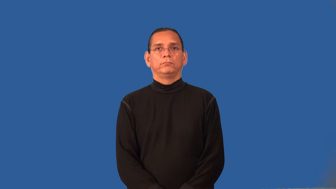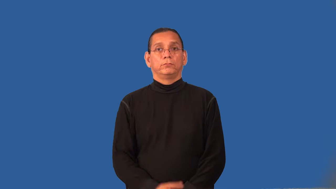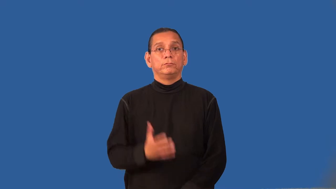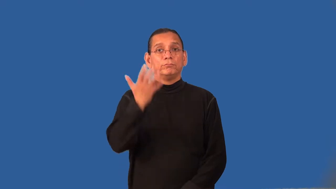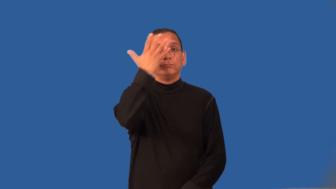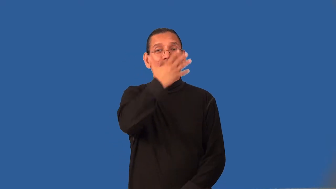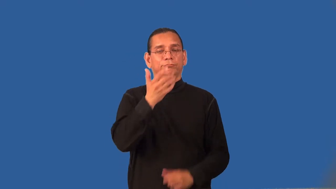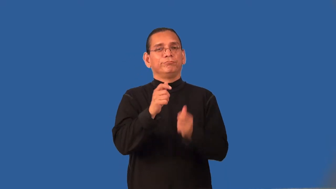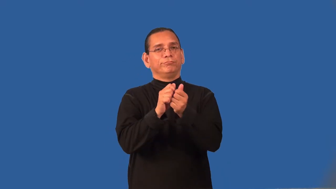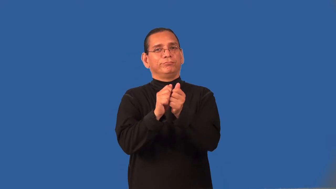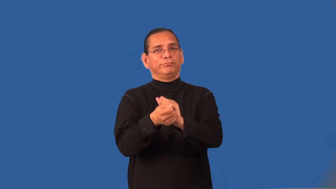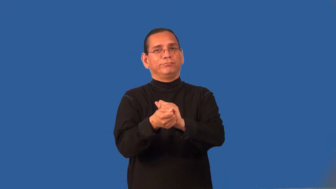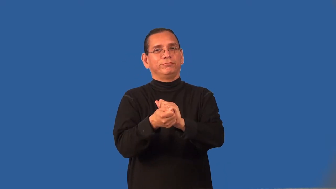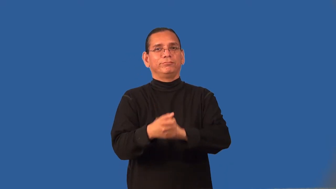recast-appearance